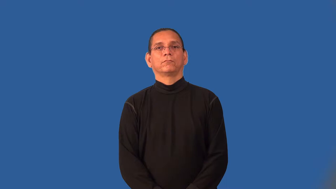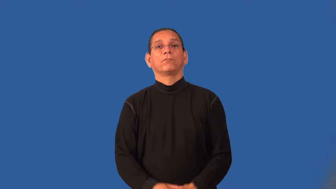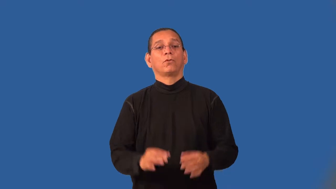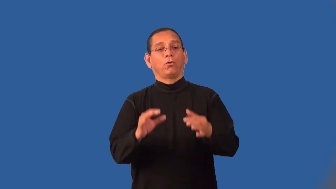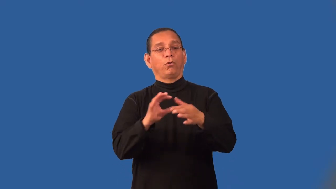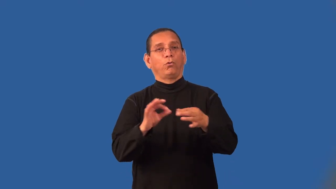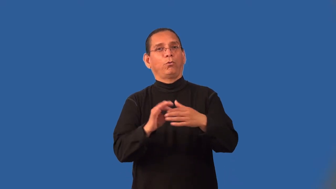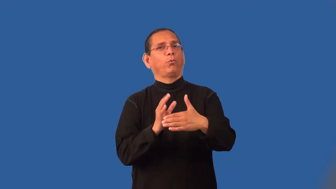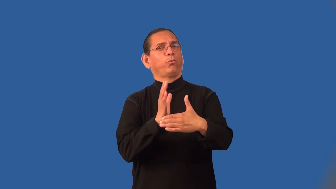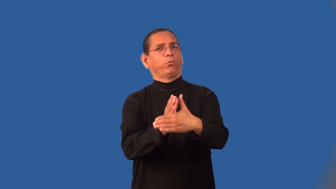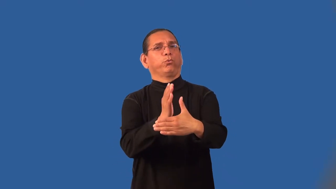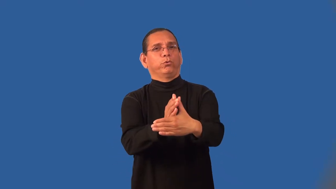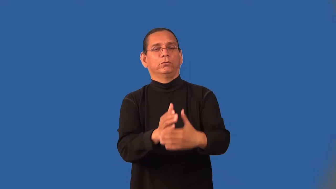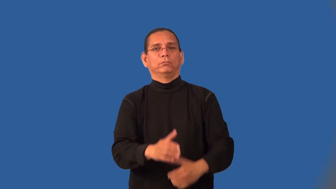kibitz